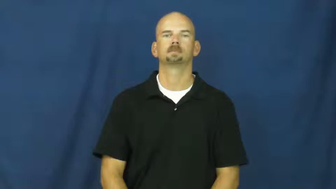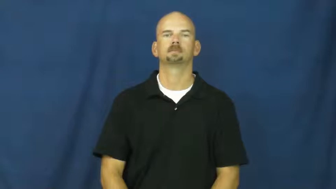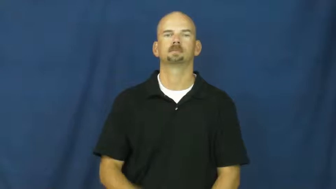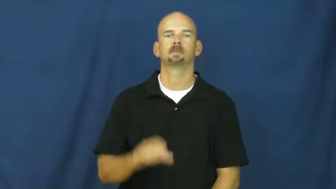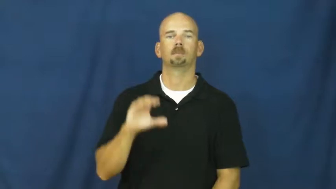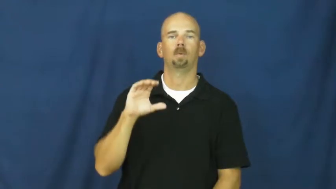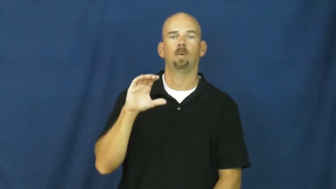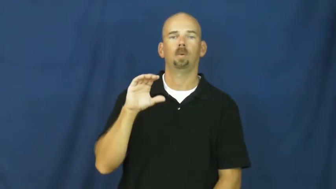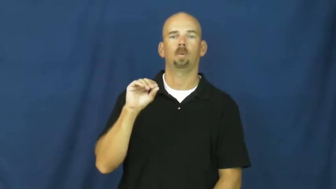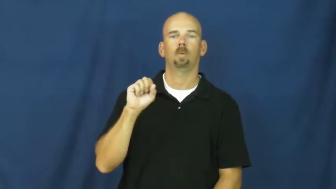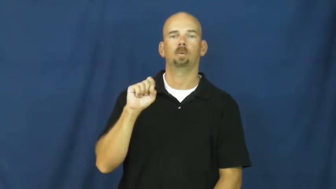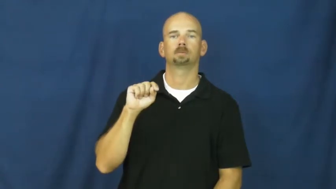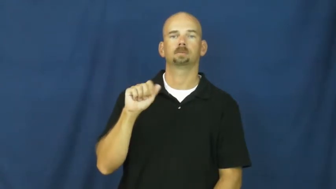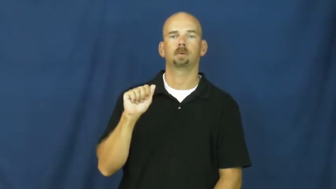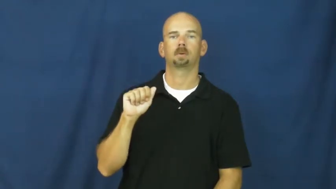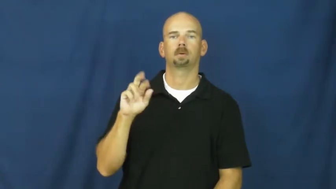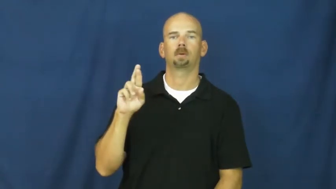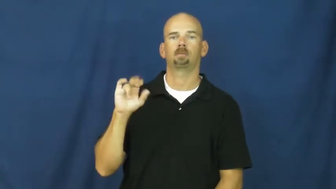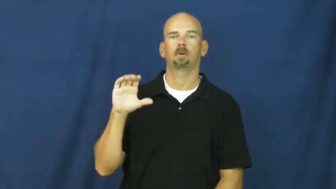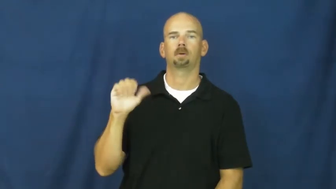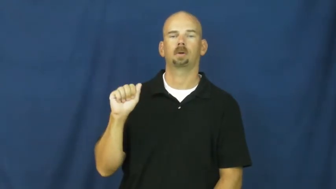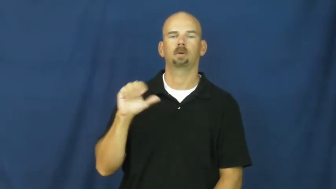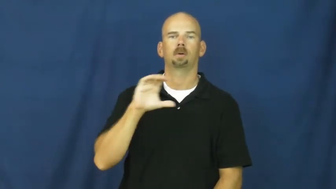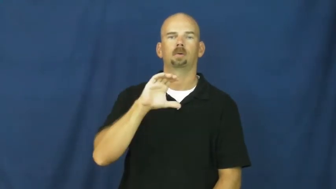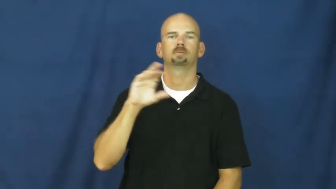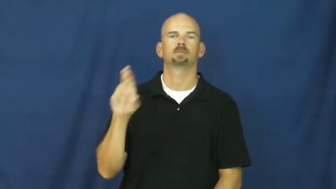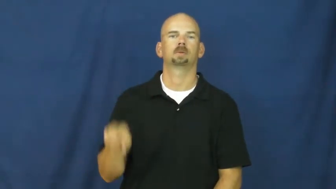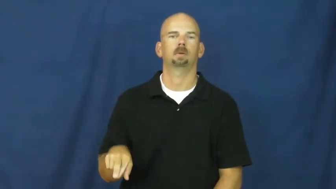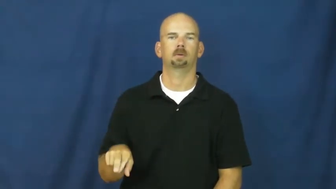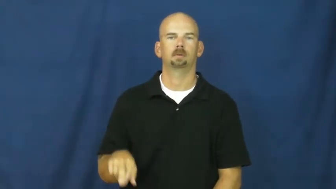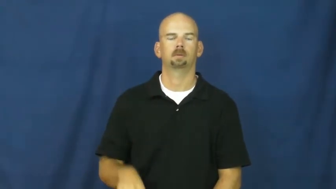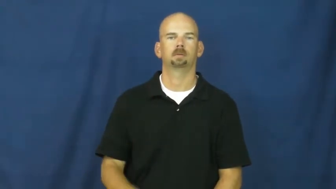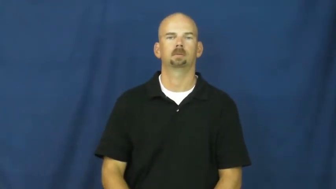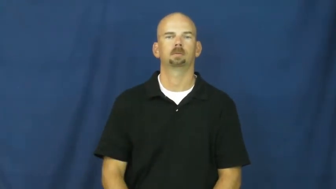costa rica